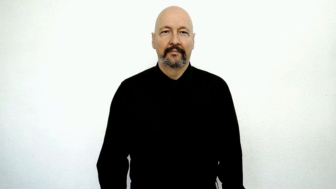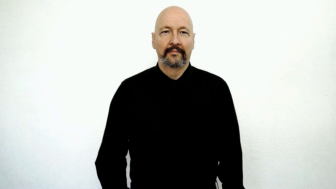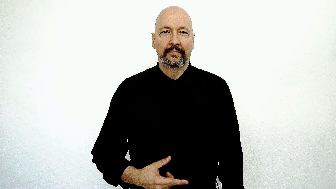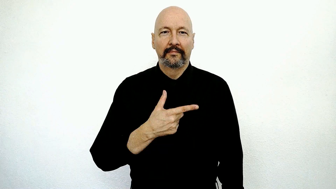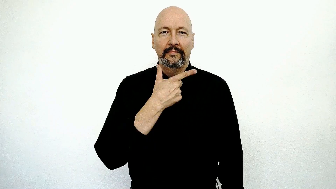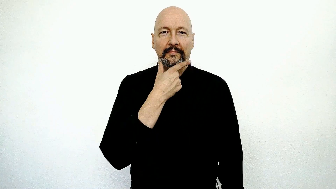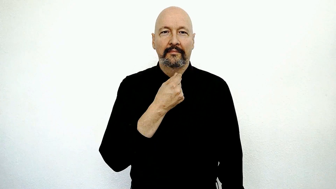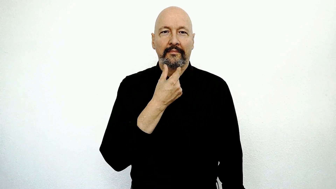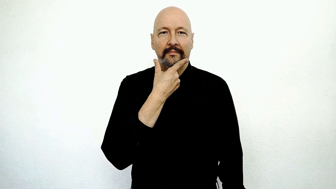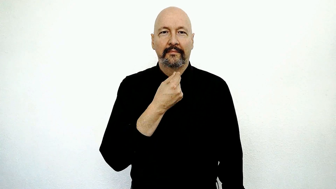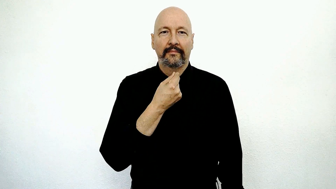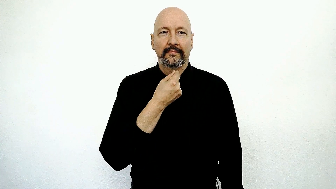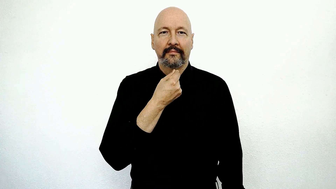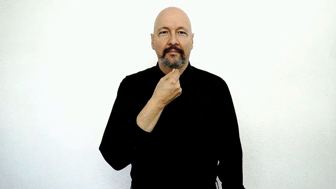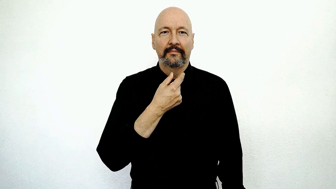Janitor-[version 5: LG-on-chin]